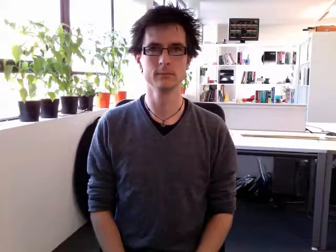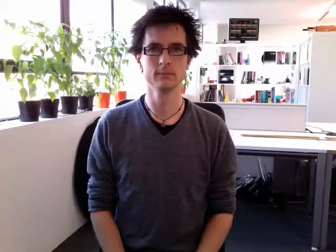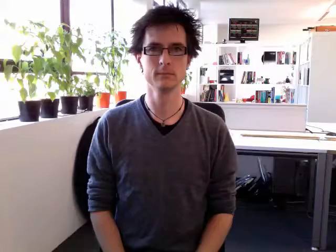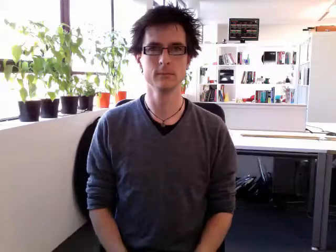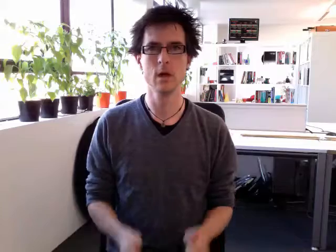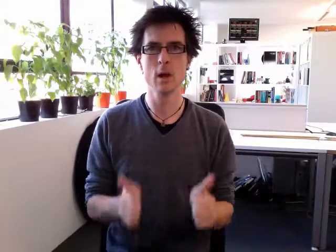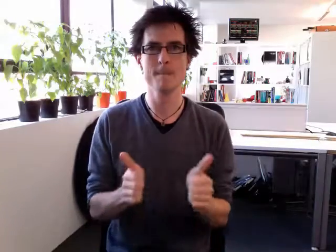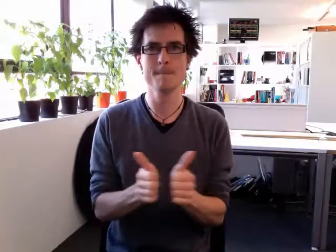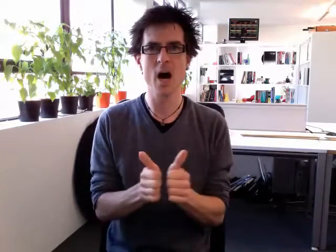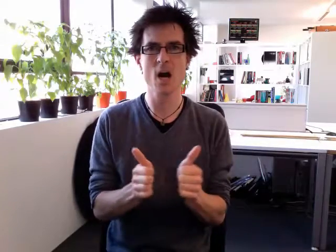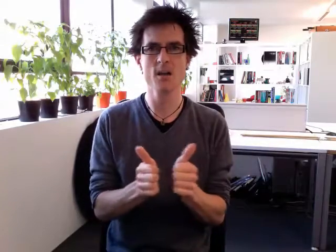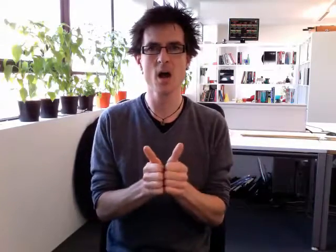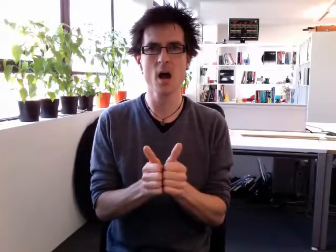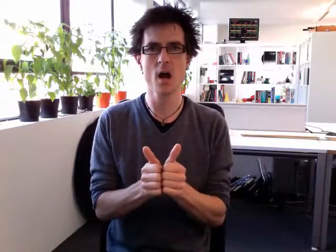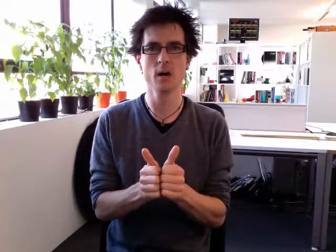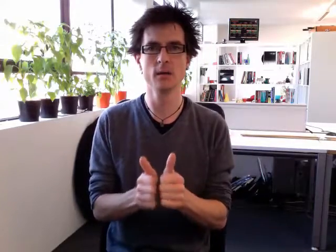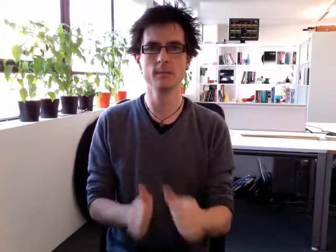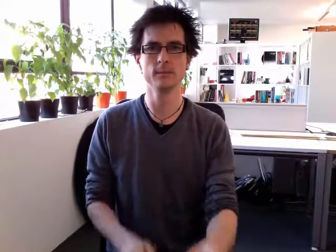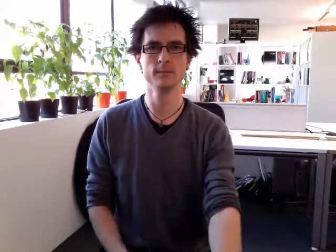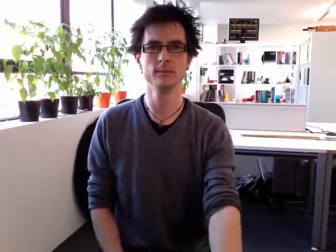partner 2